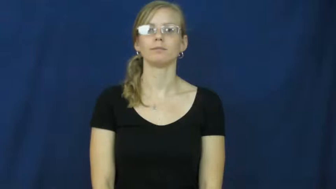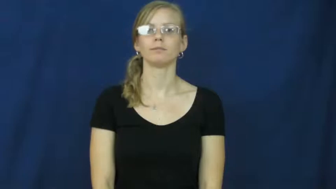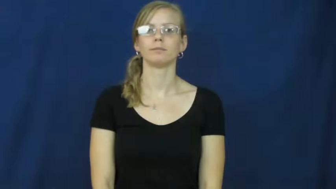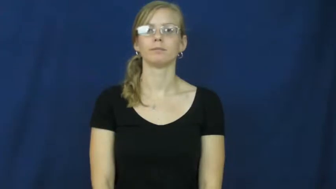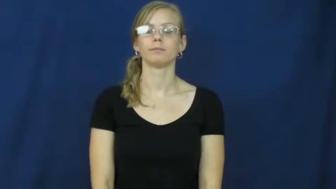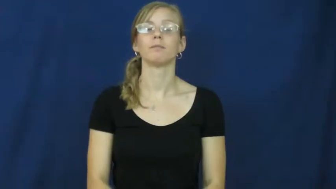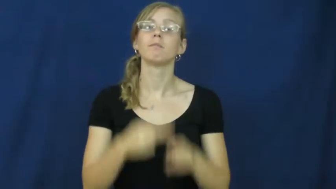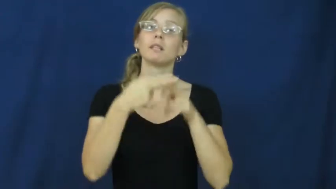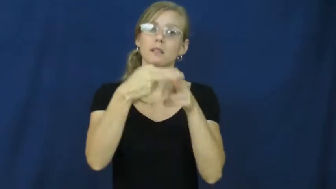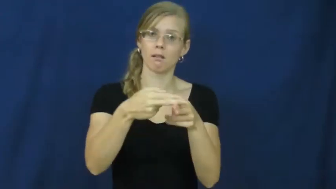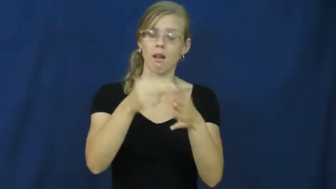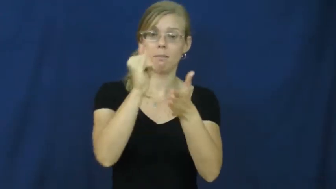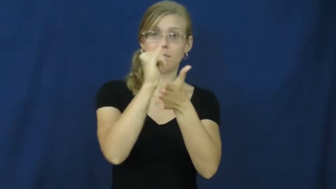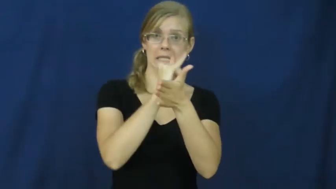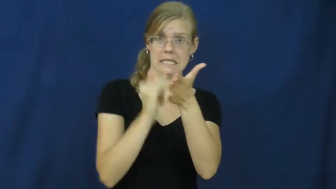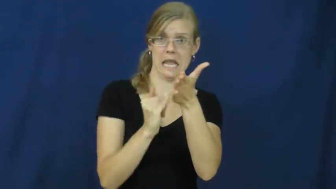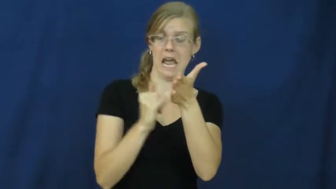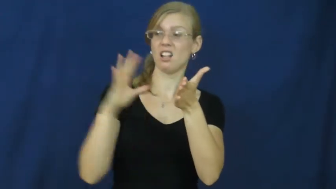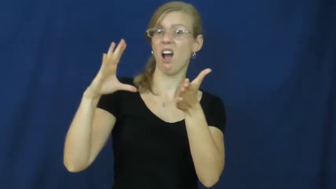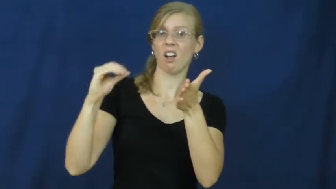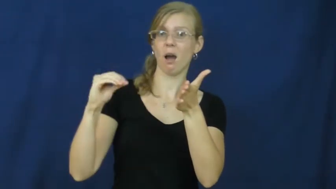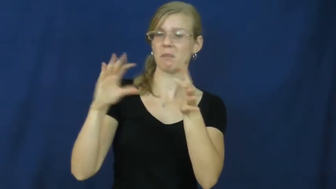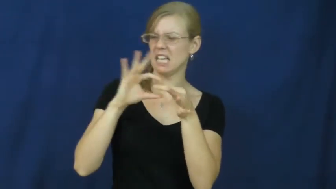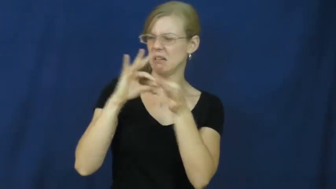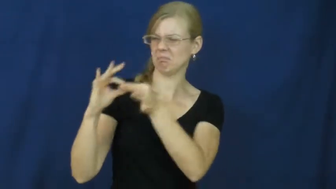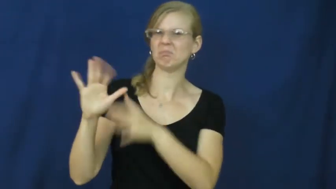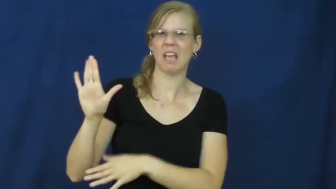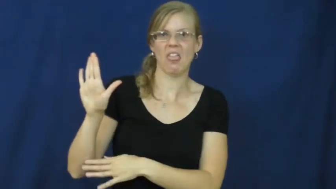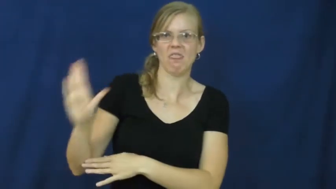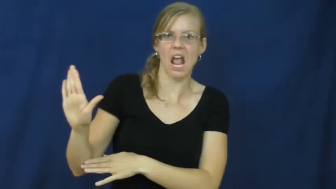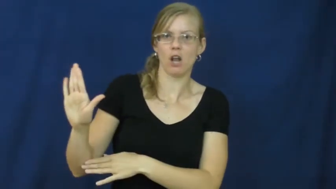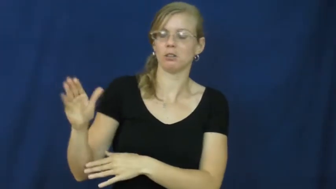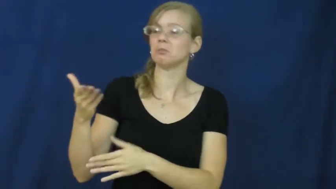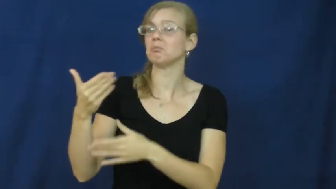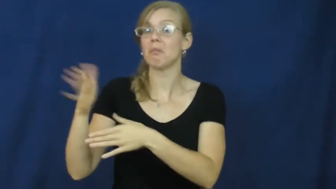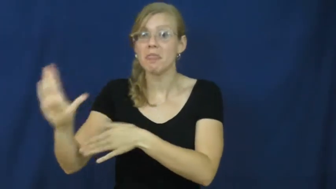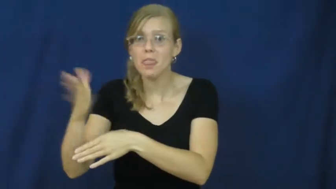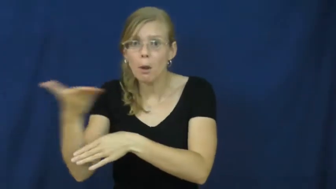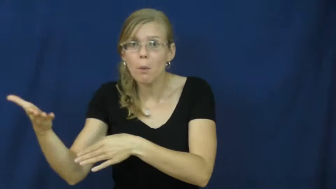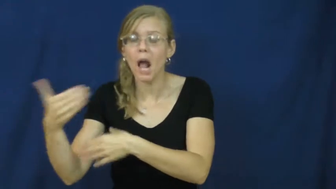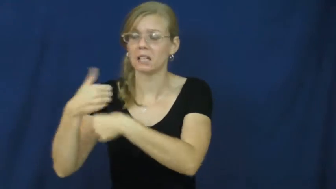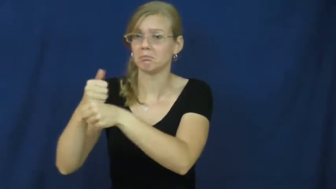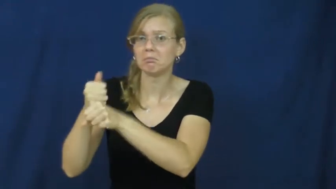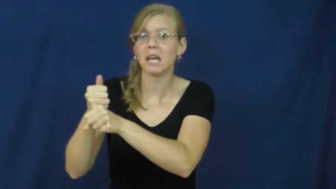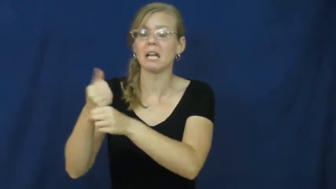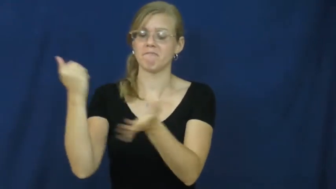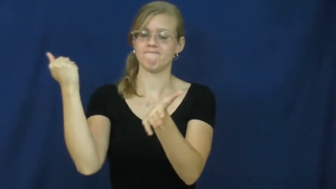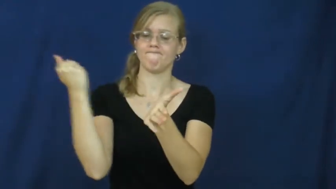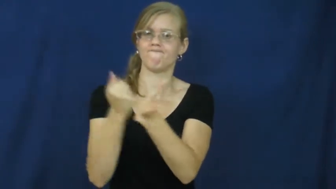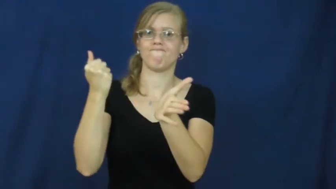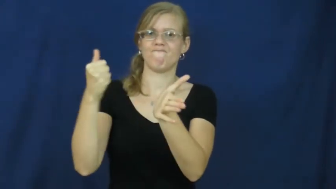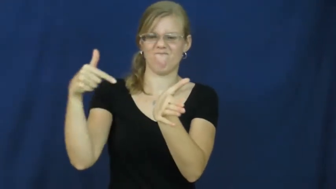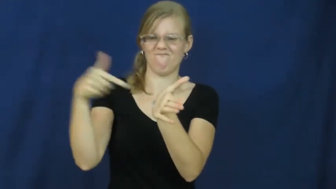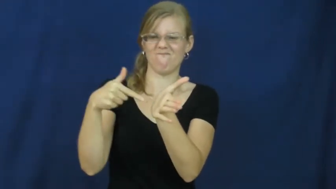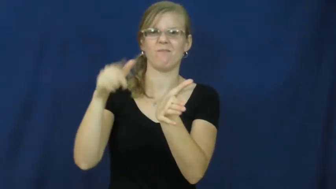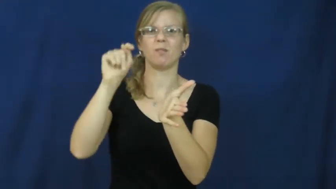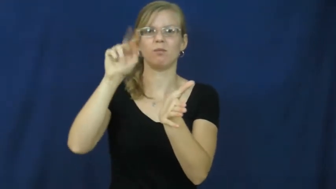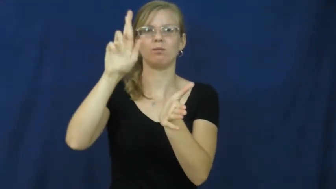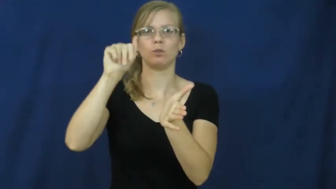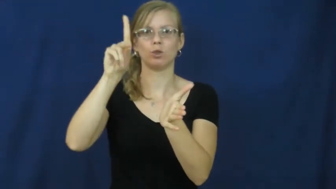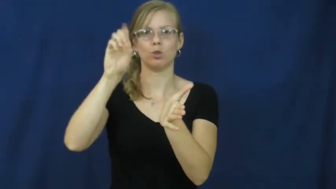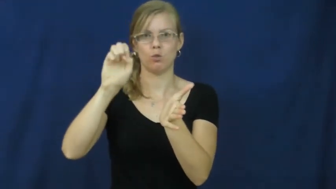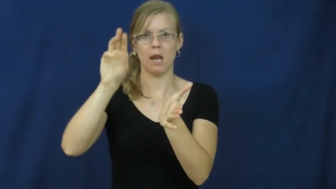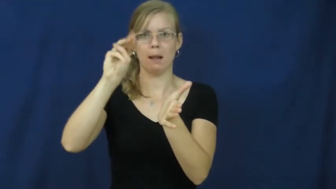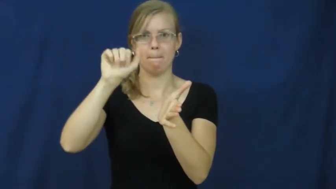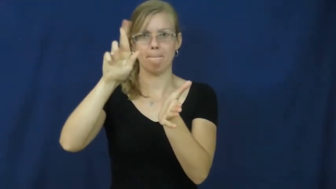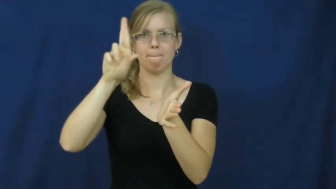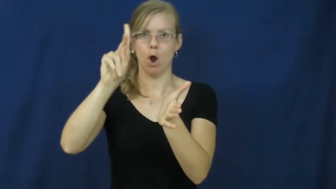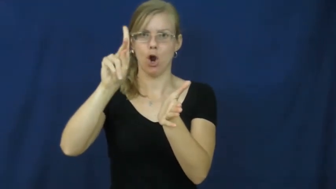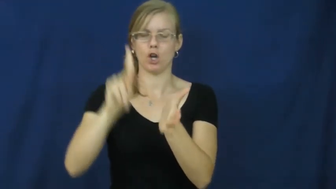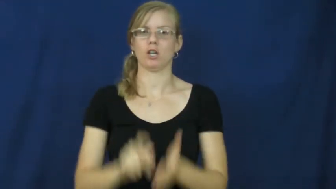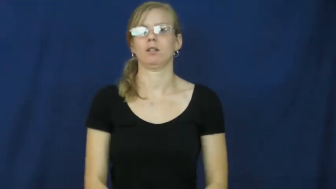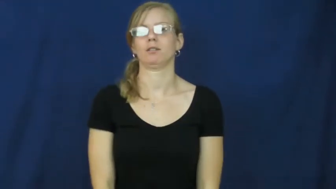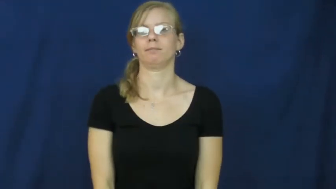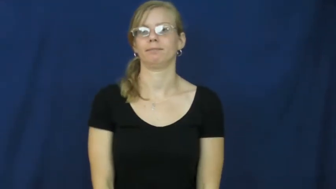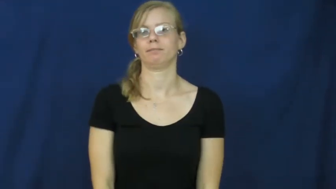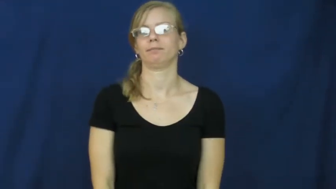trademark-company